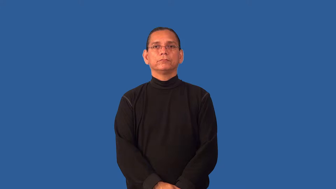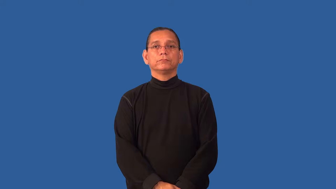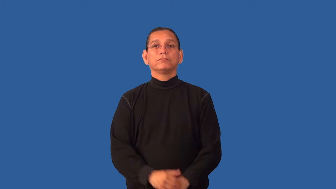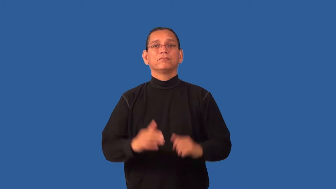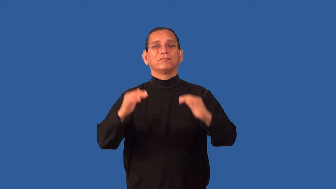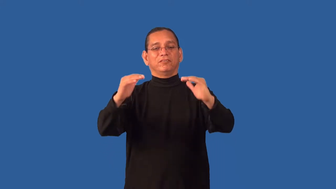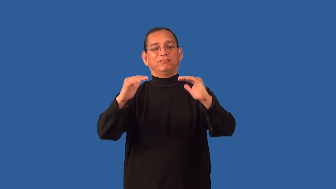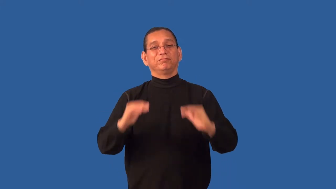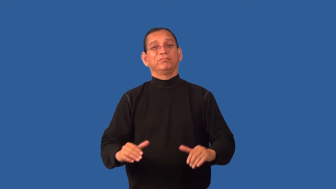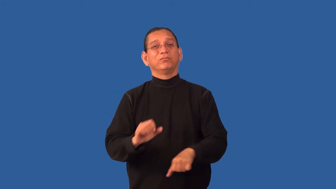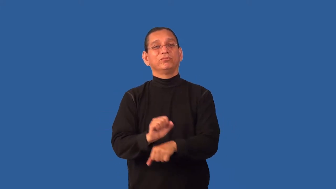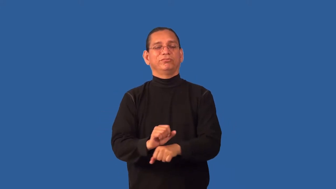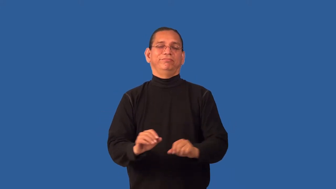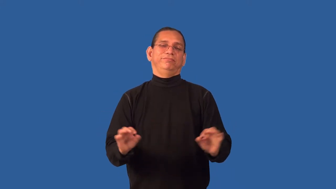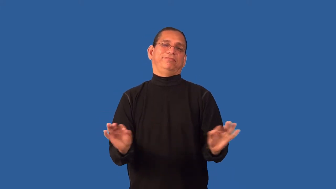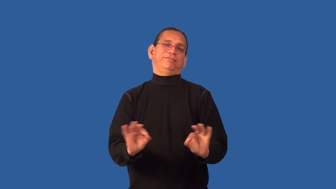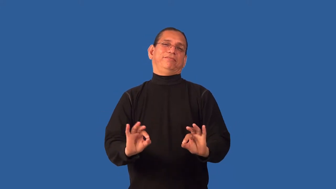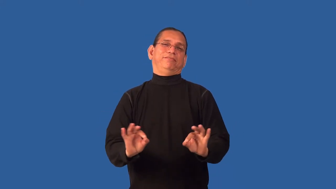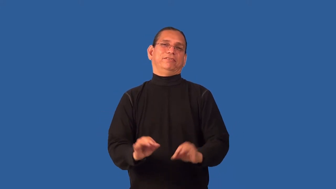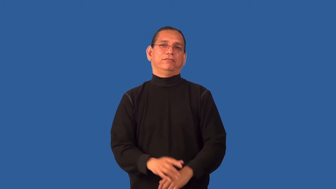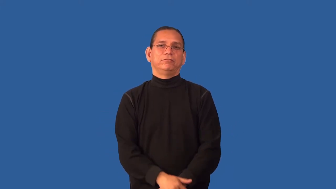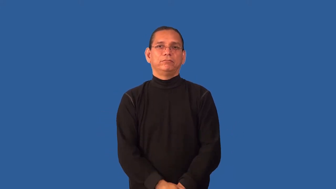deign